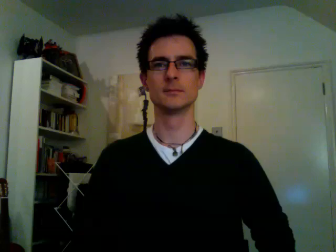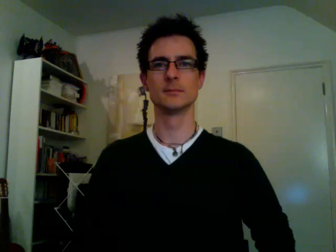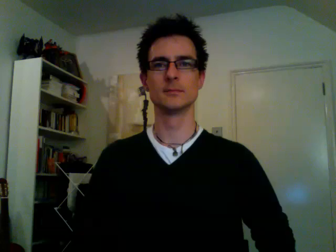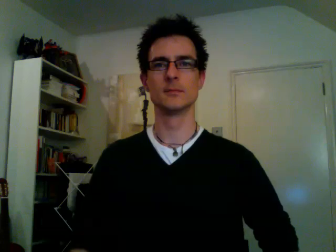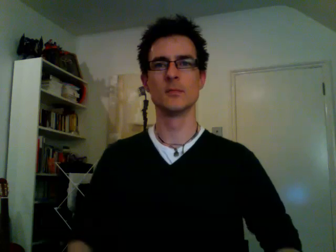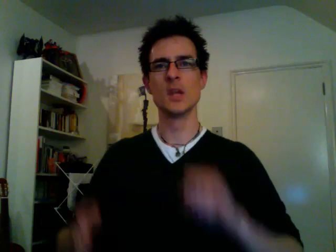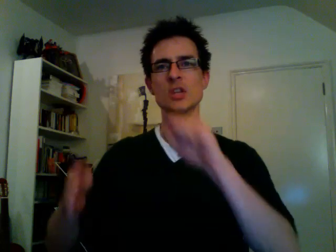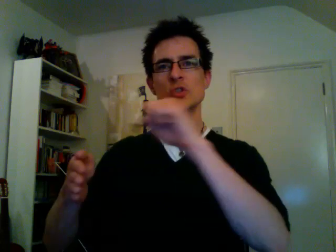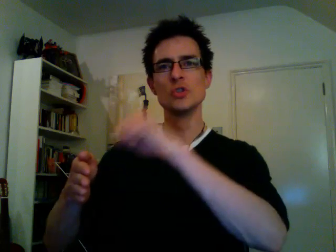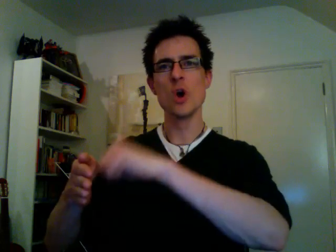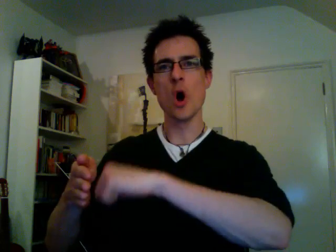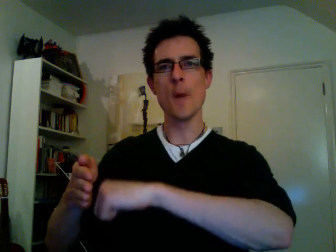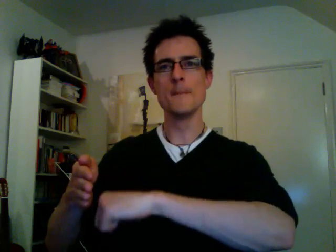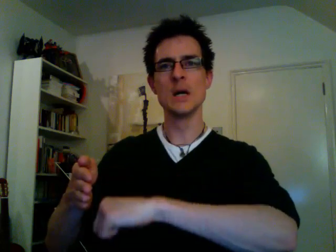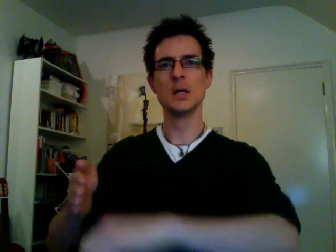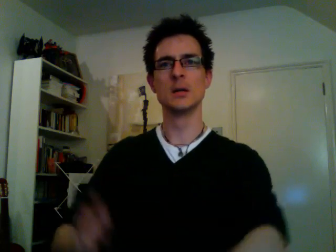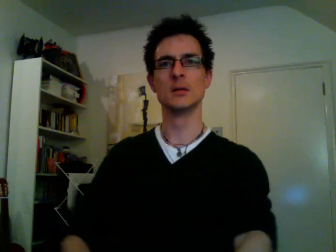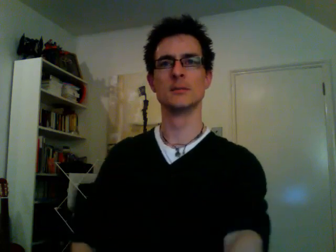shop